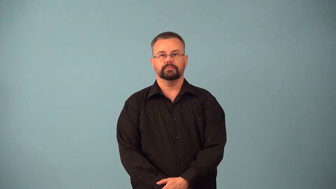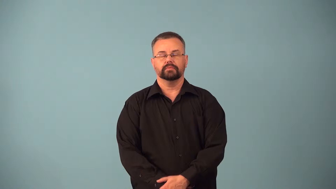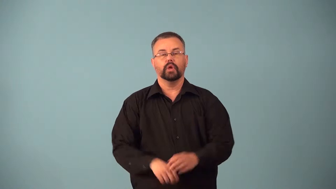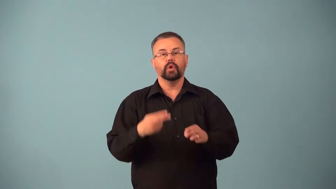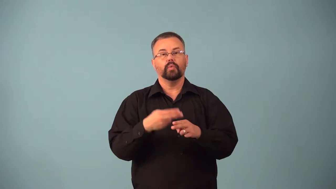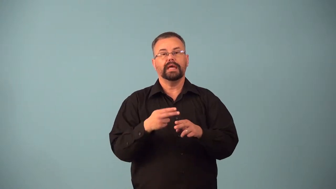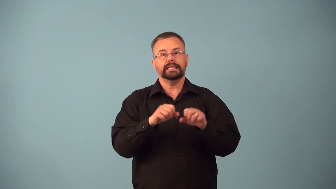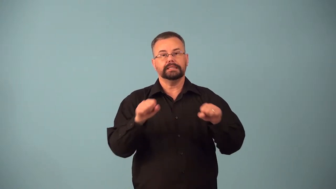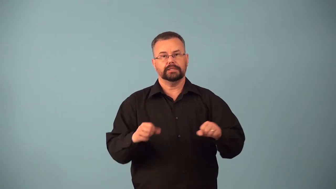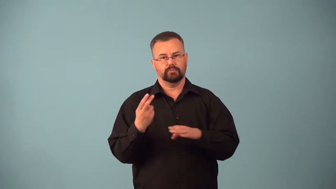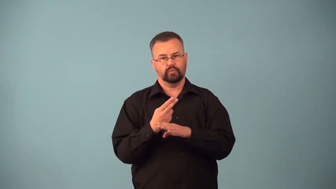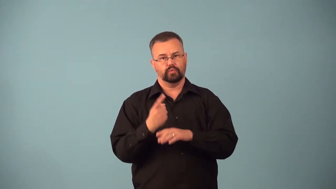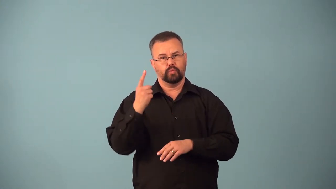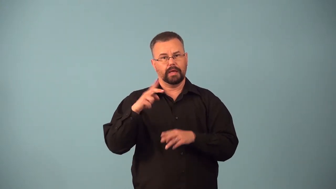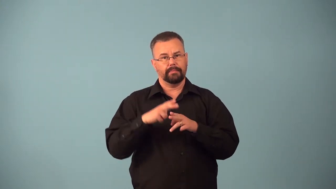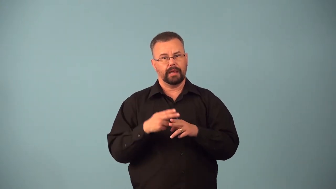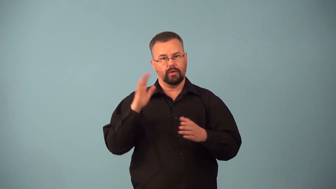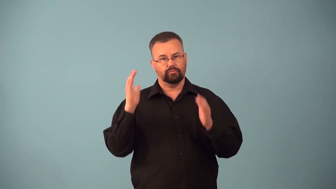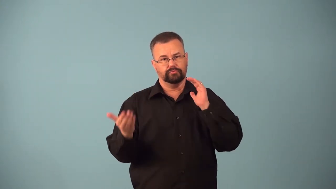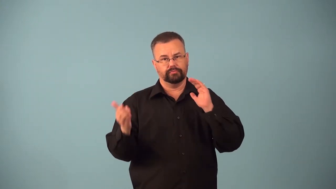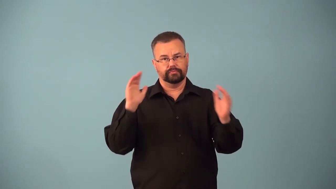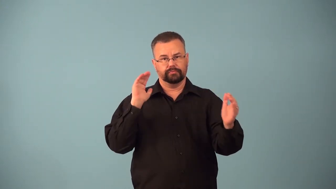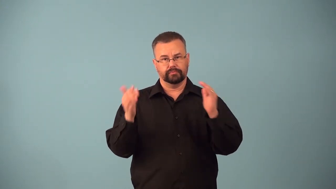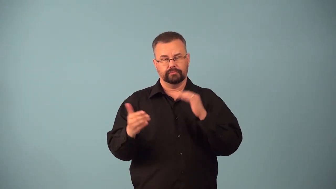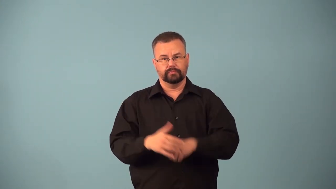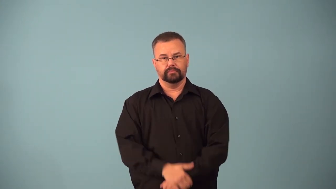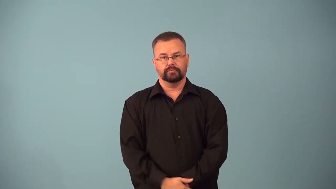avoirdupois-weight system based on 16 oz